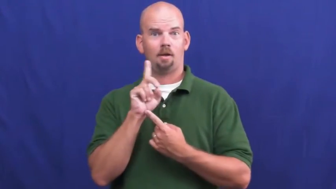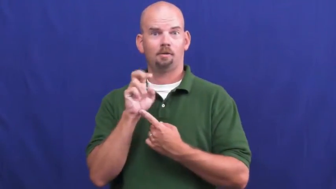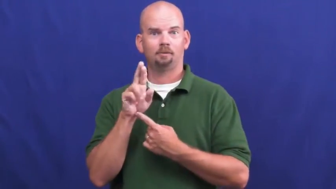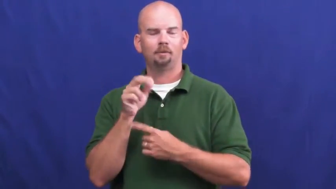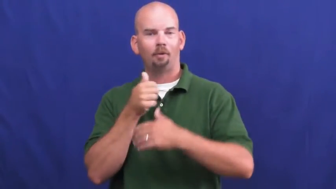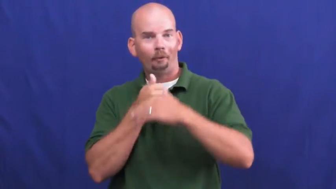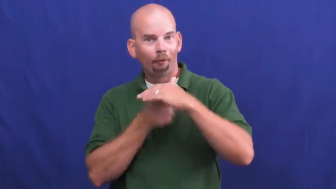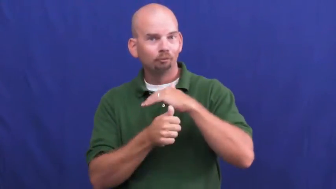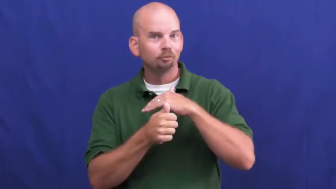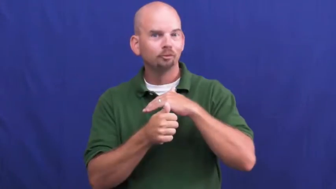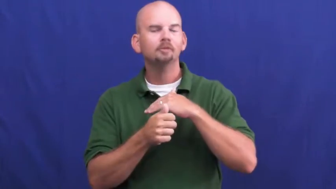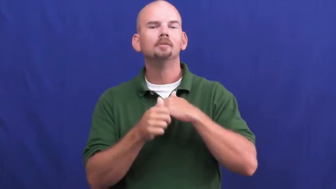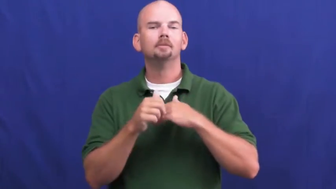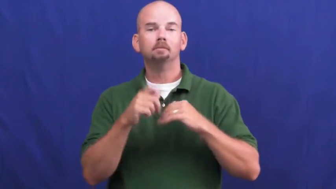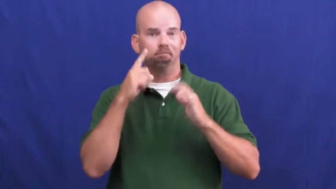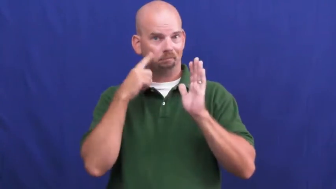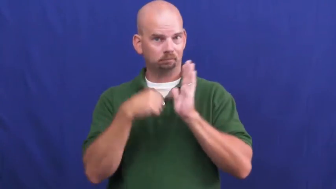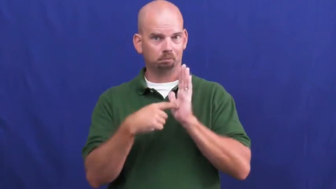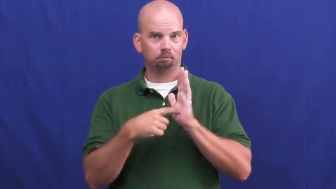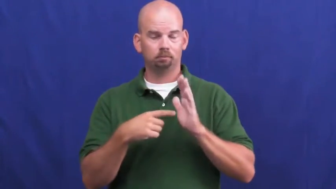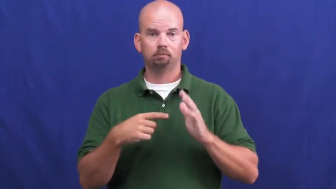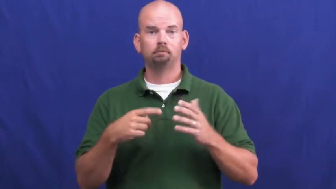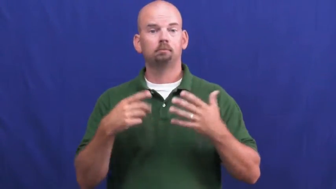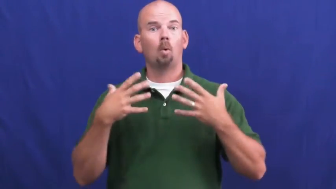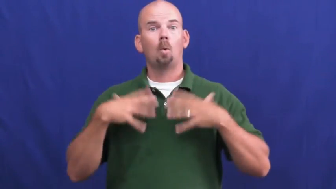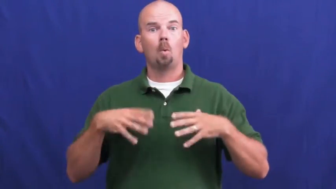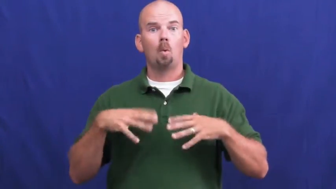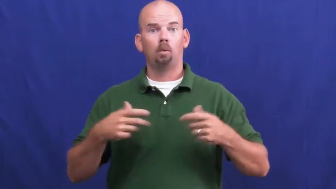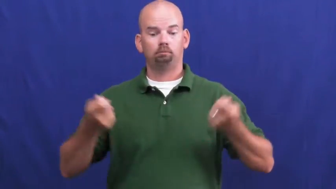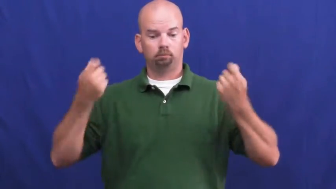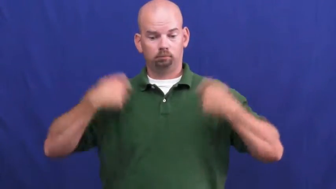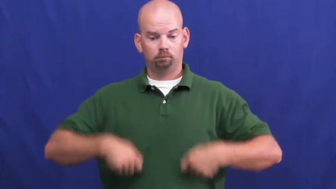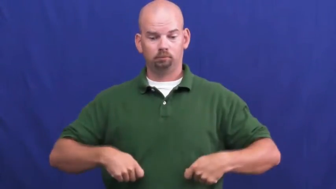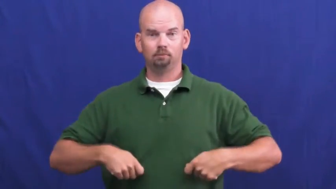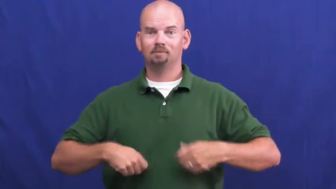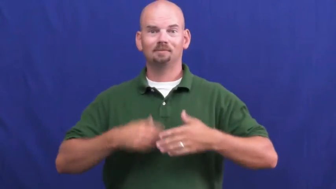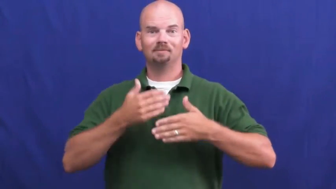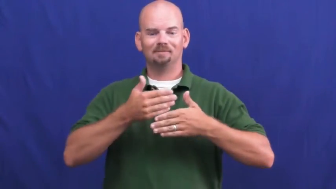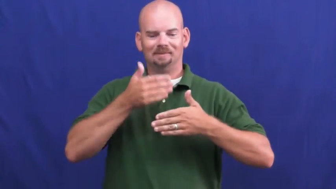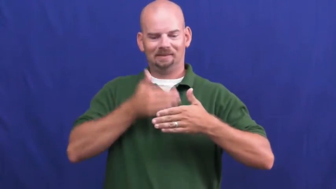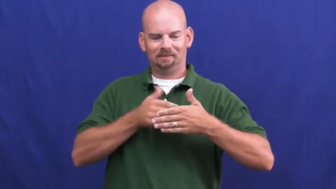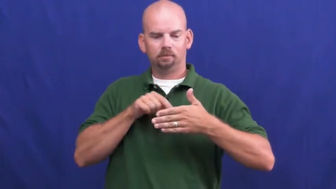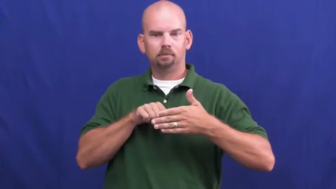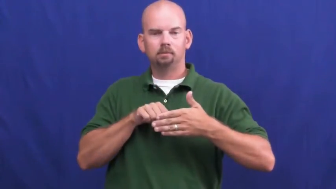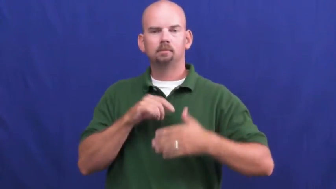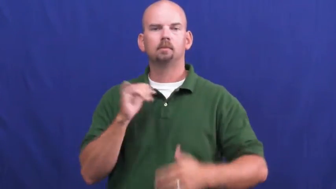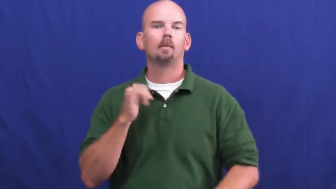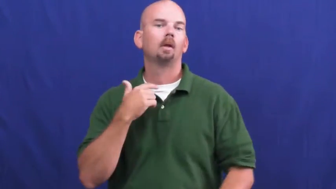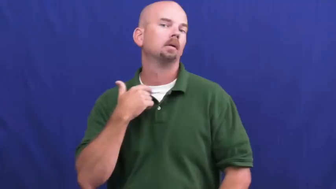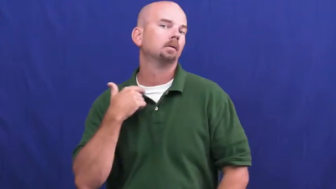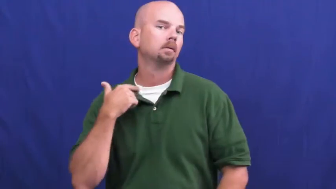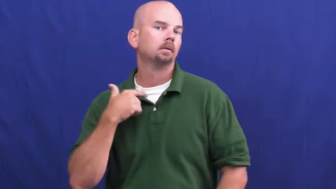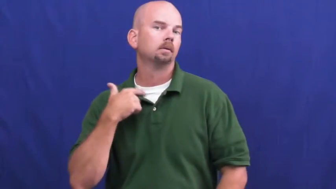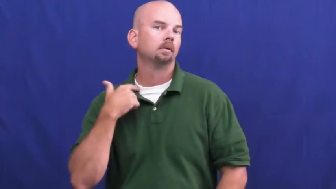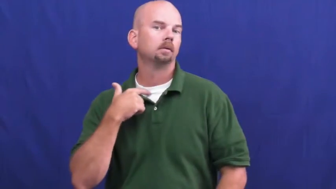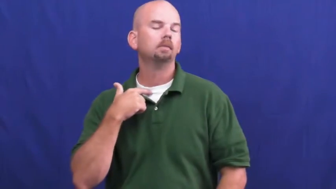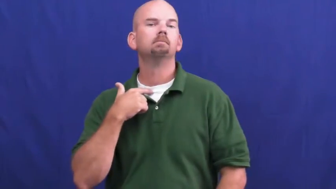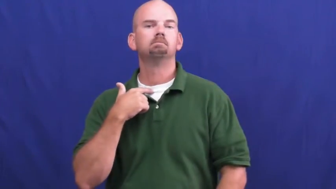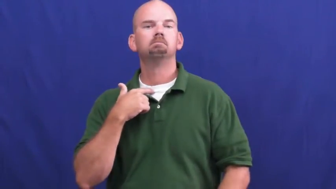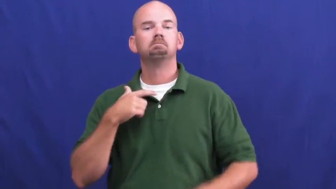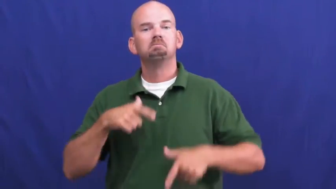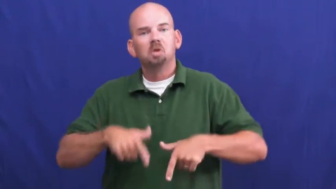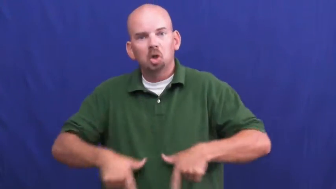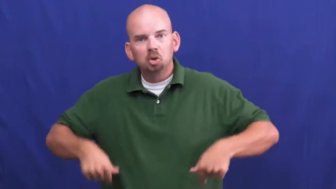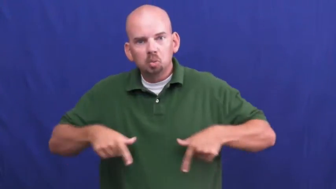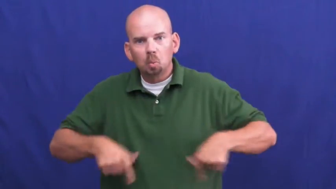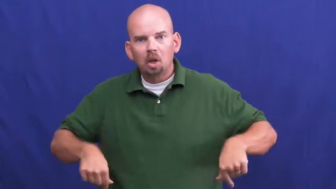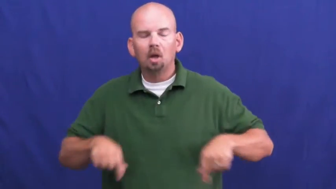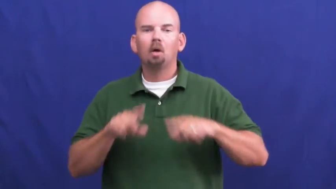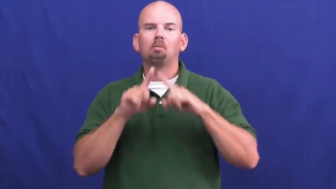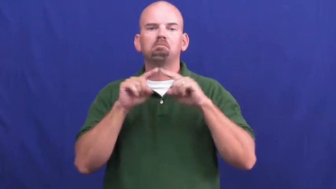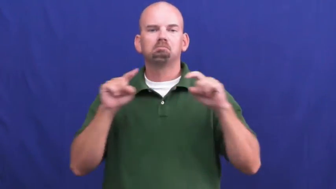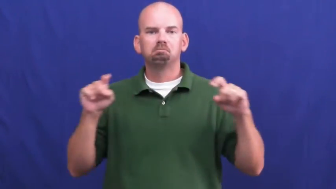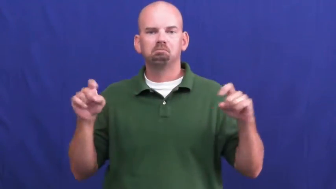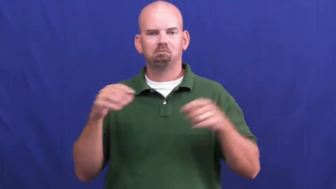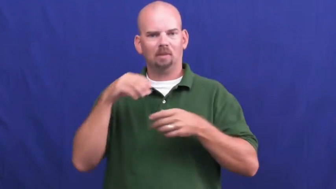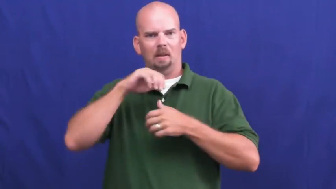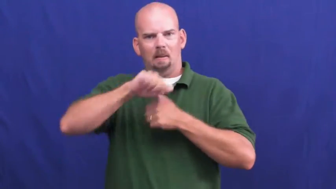underclothes,undeclothing